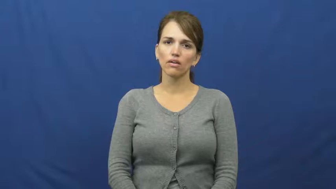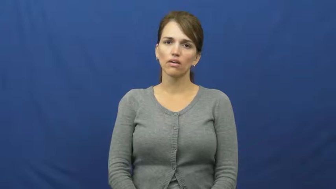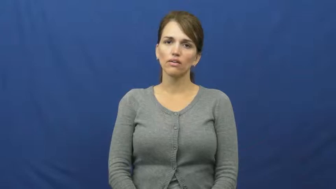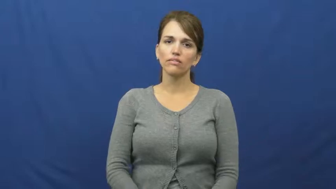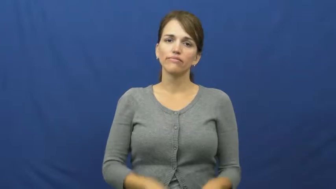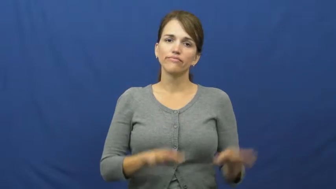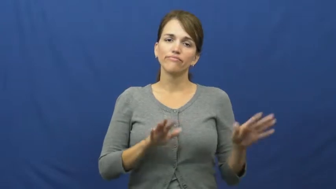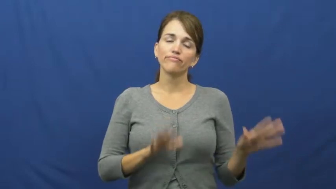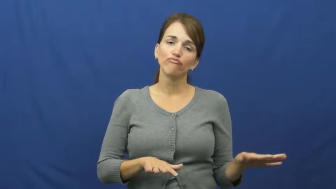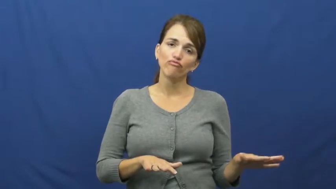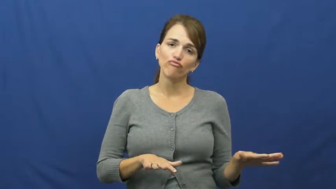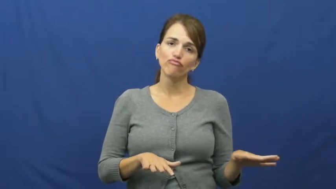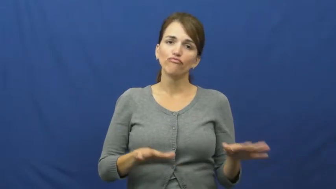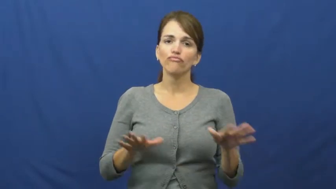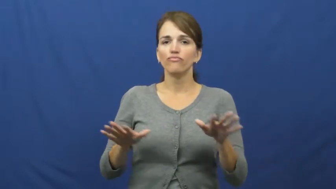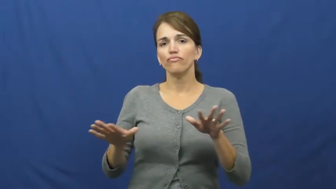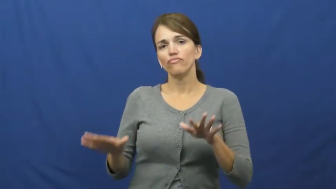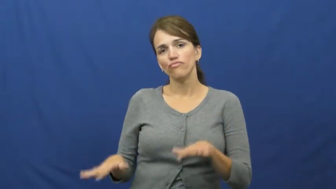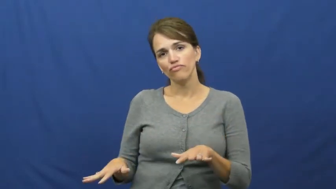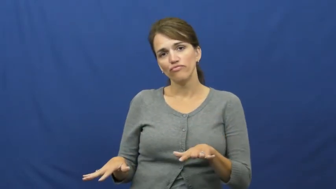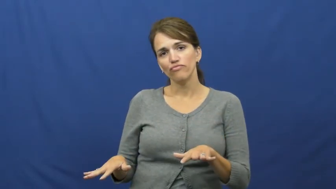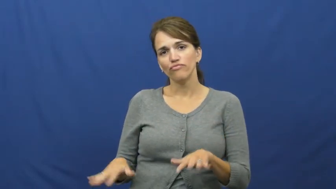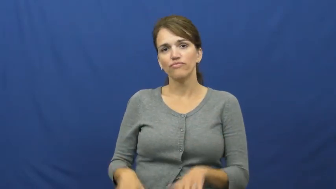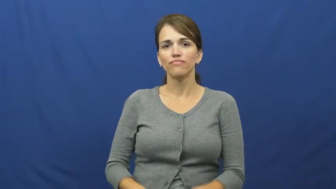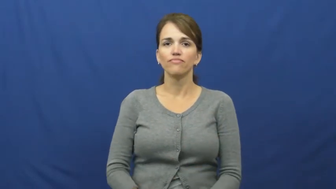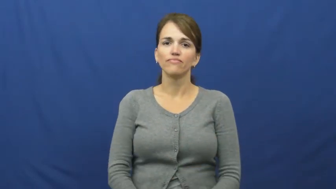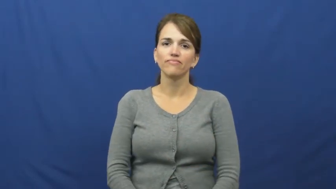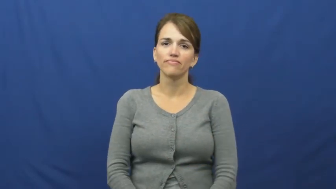knock around,chill out,chill,kick back,vege out